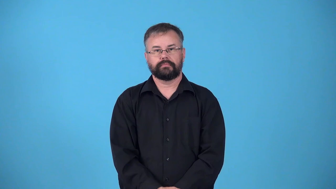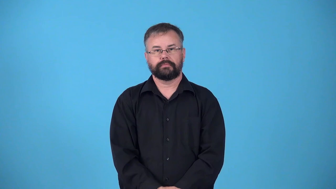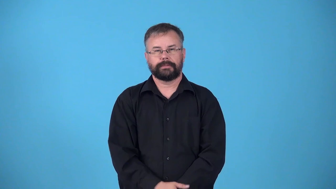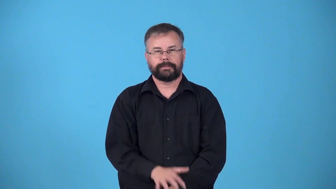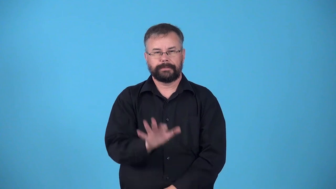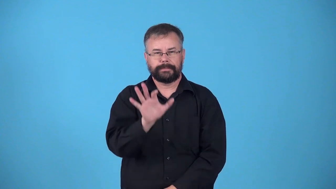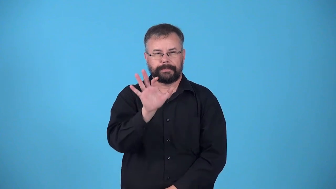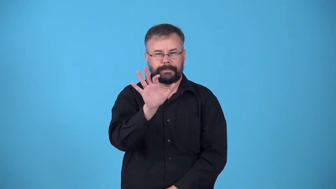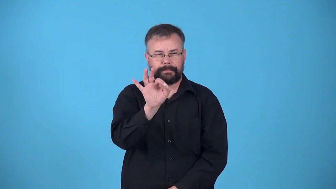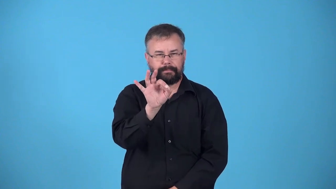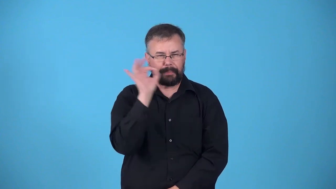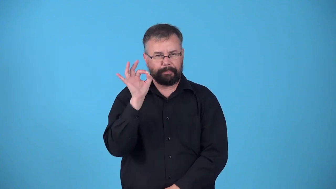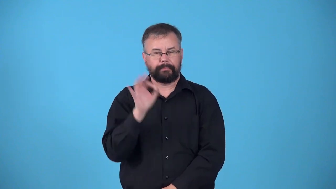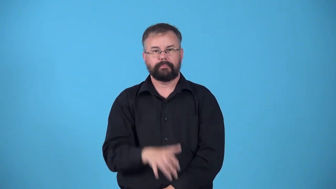nip,pick, pinch, pinch off, nip off, vellicate